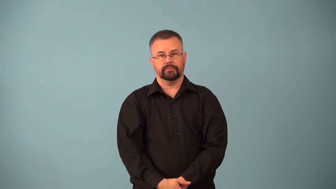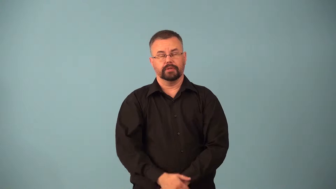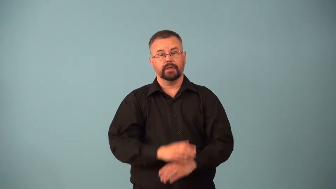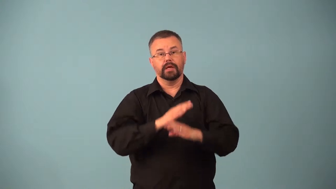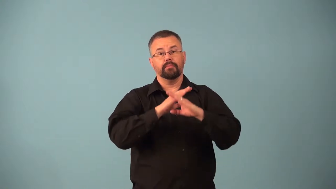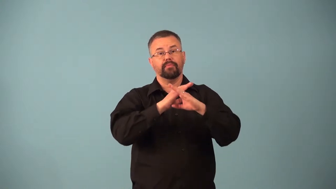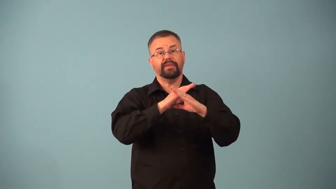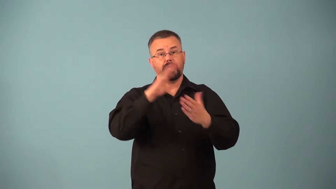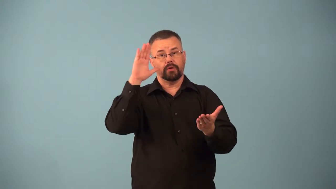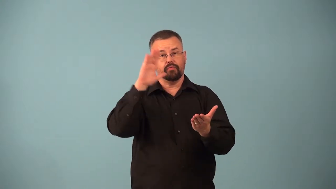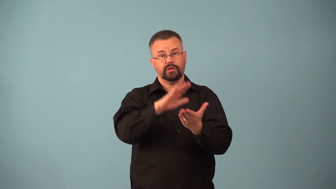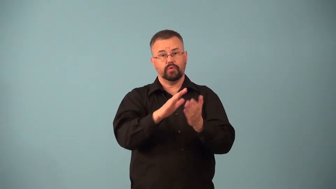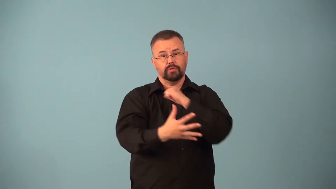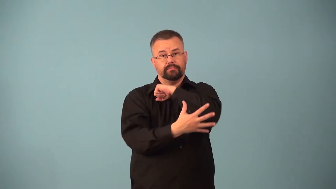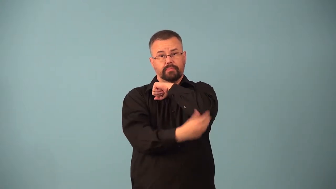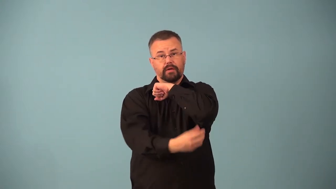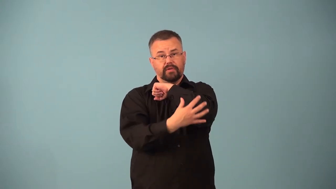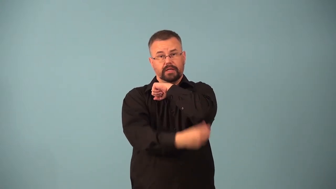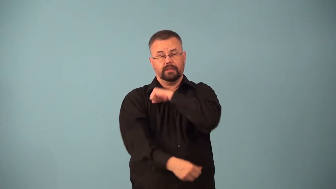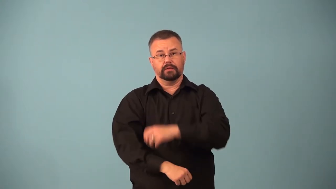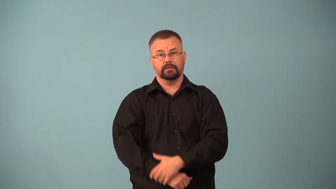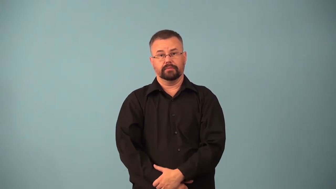antipoverty